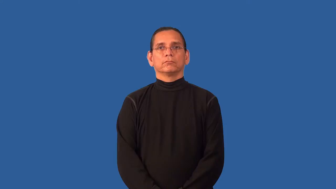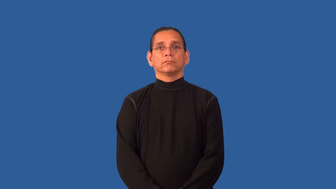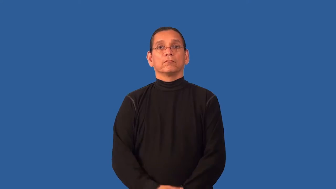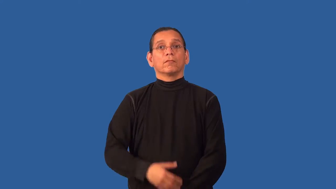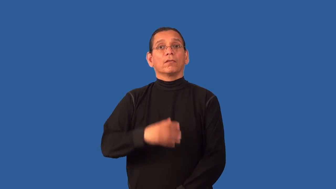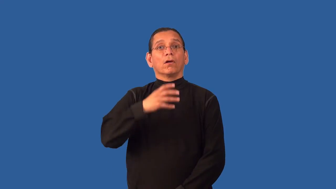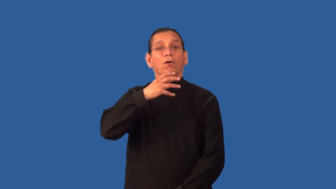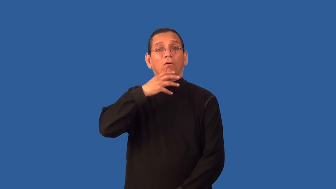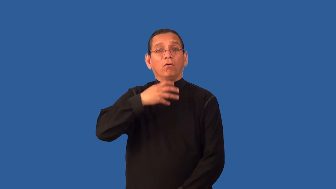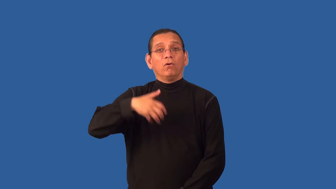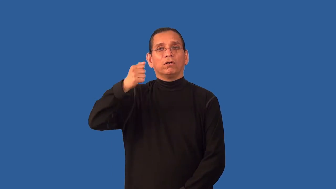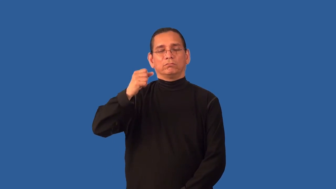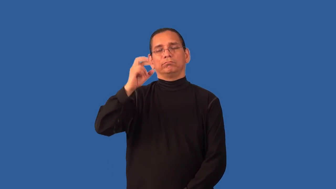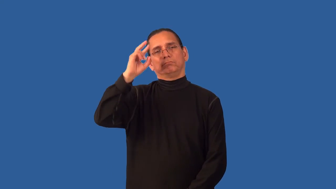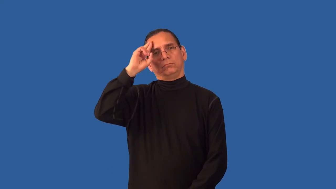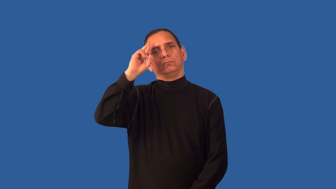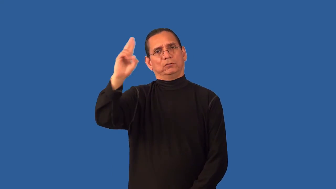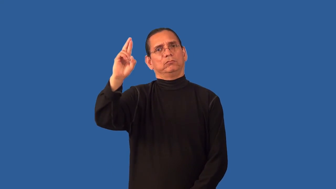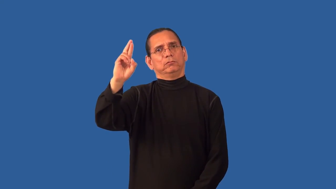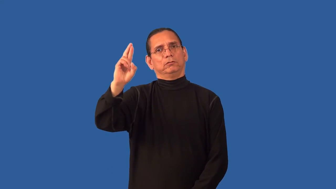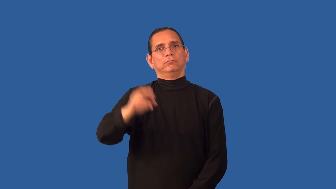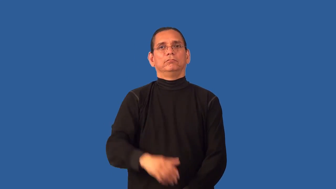august-adj